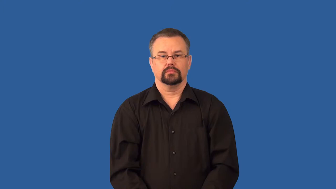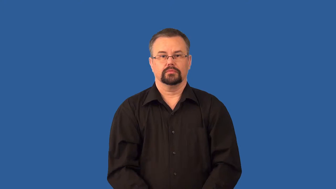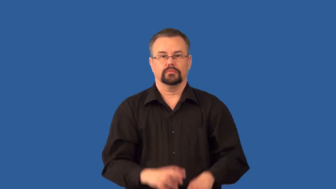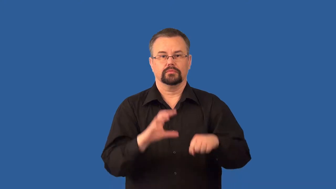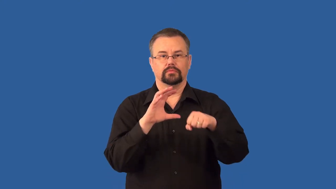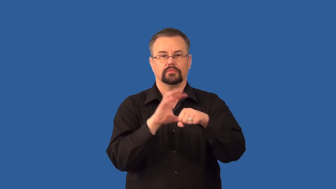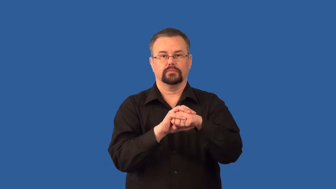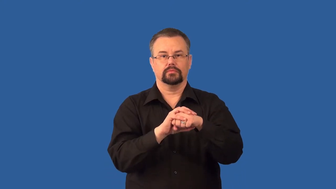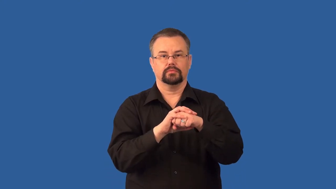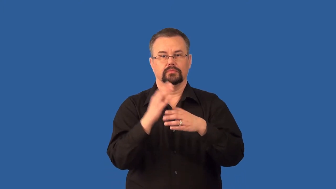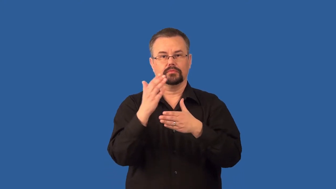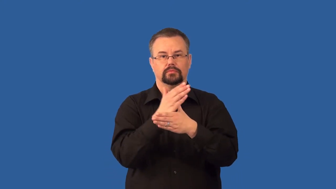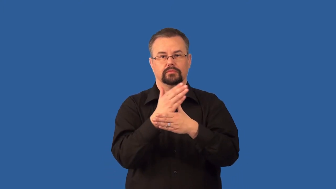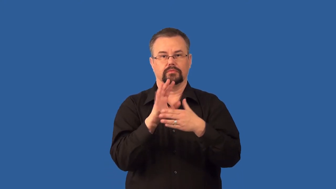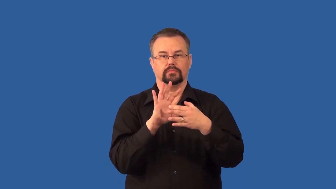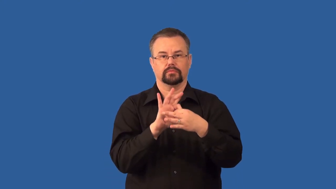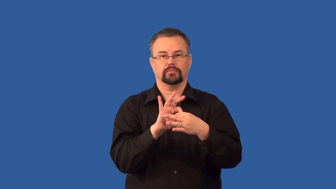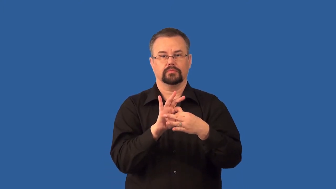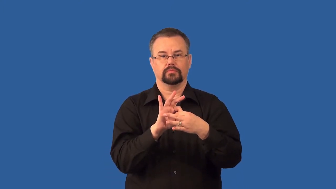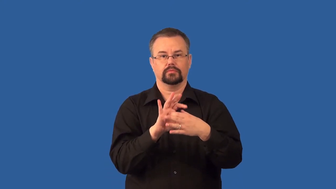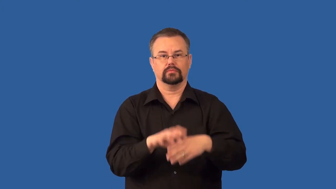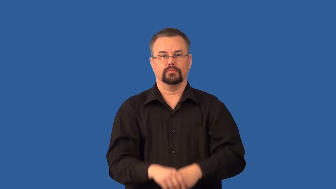covalent